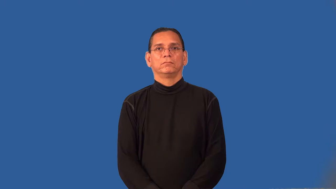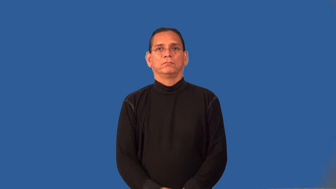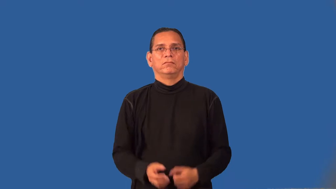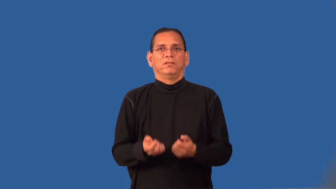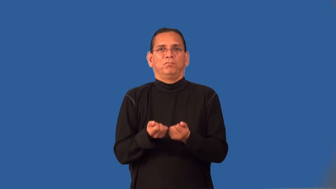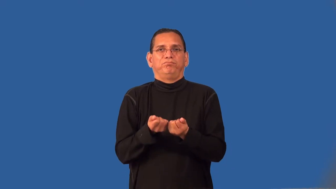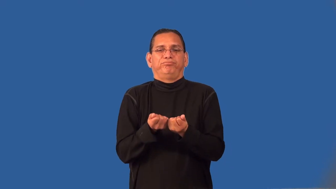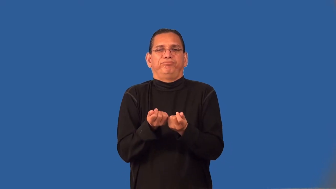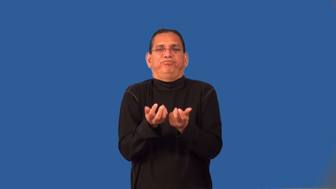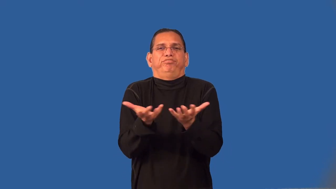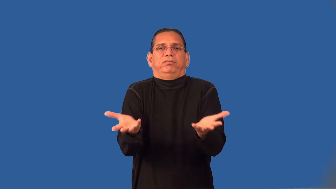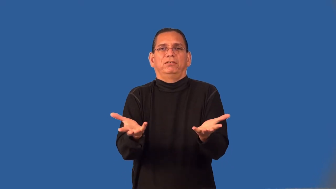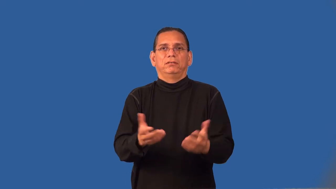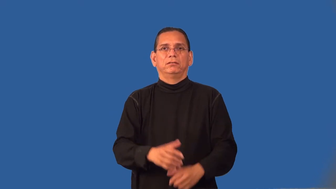weather-wear down